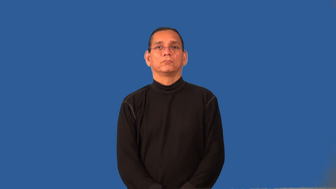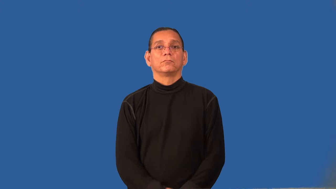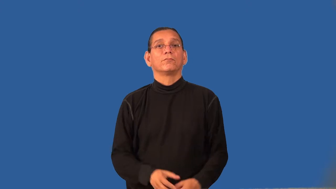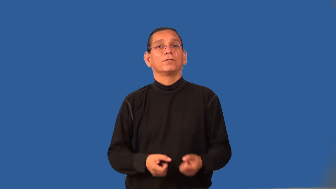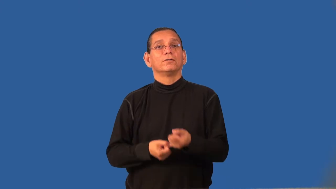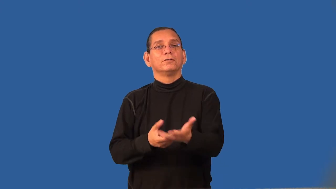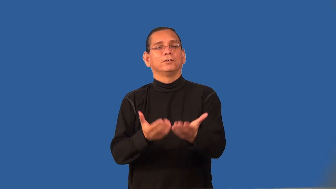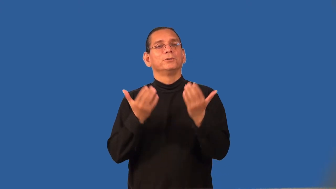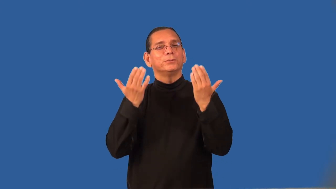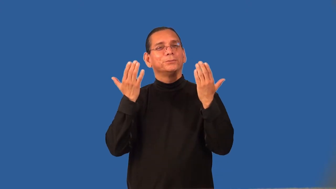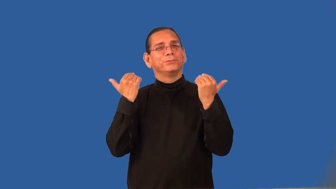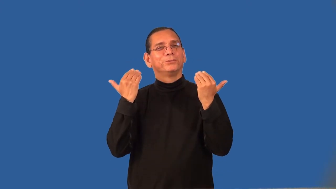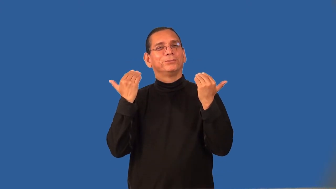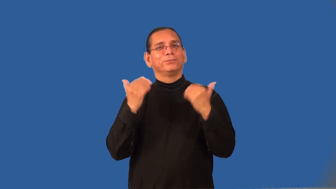refrigerant